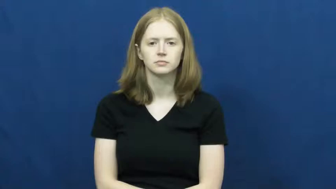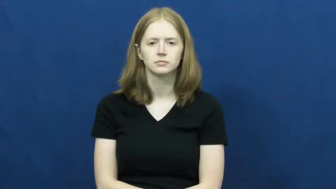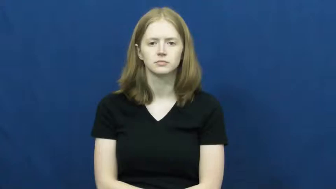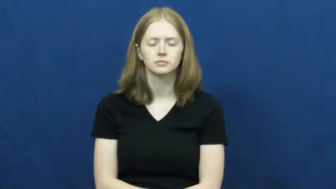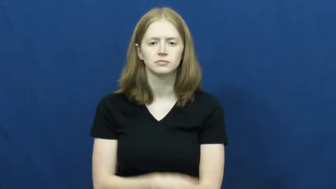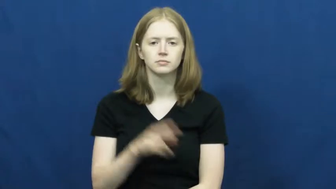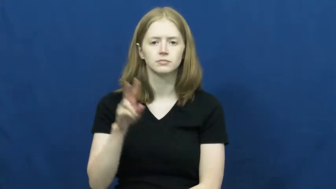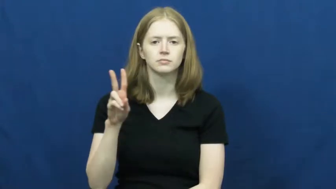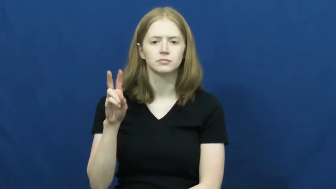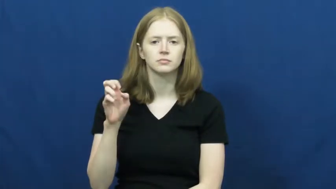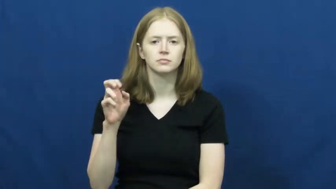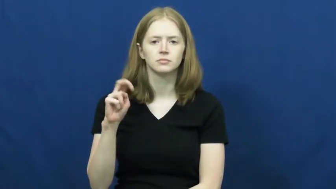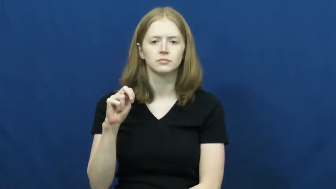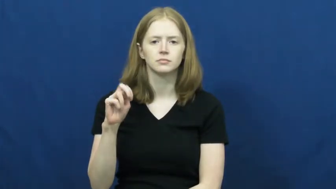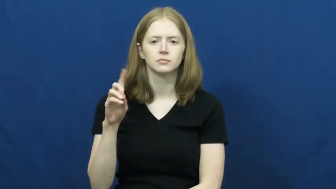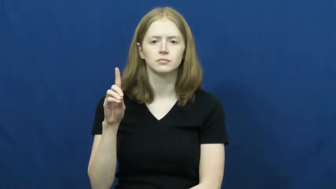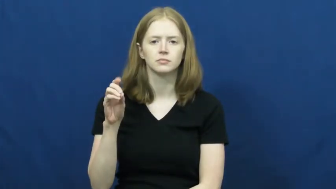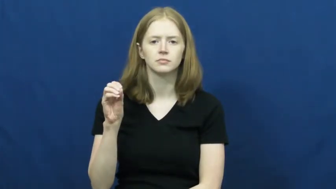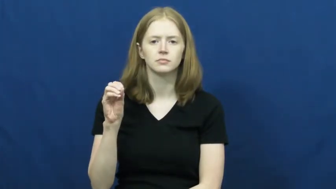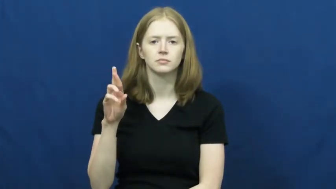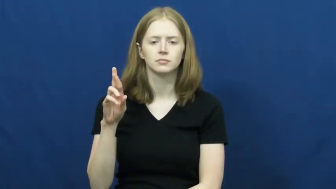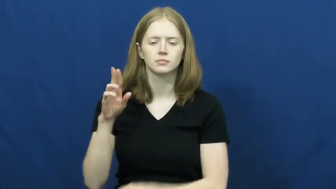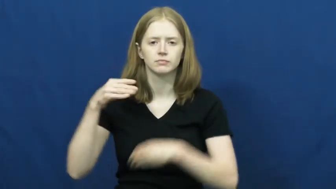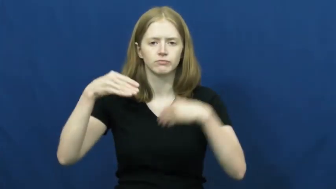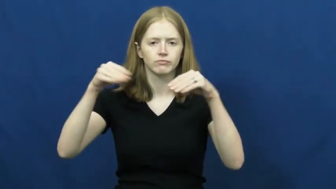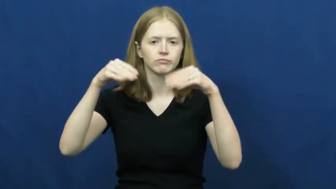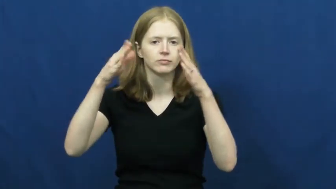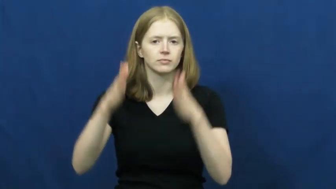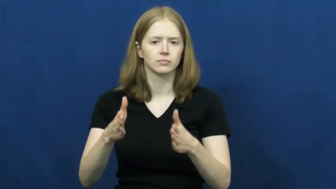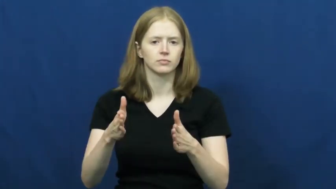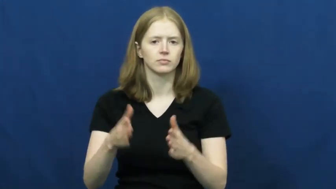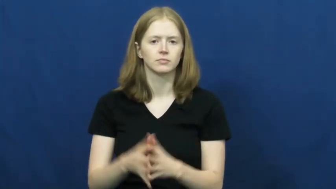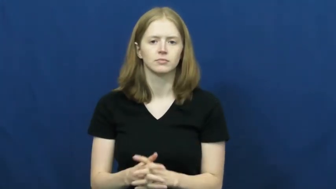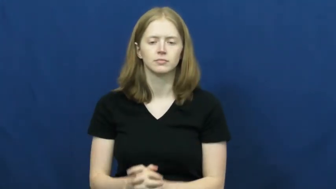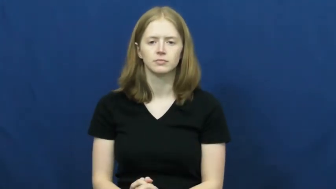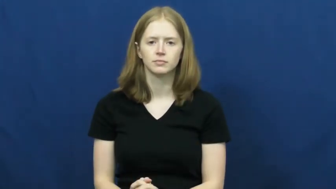vendor